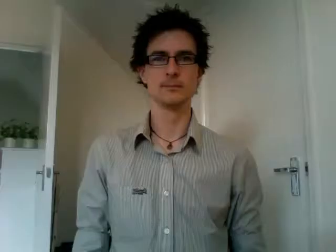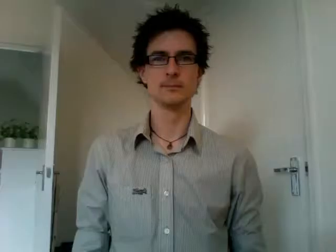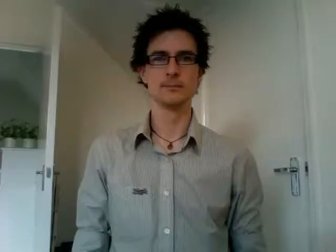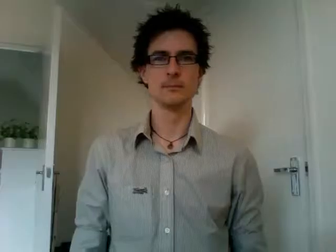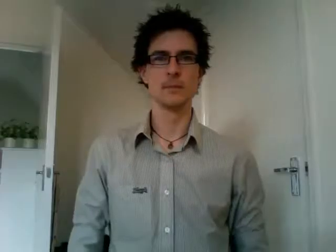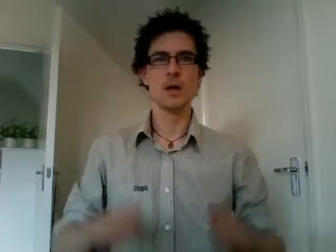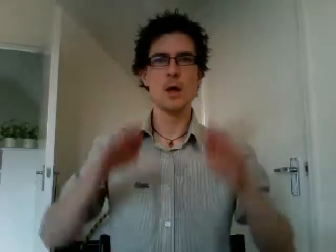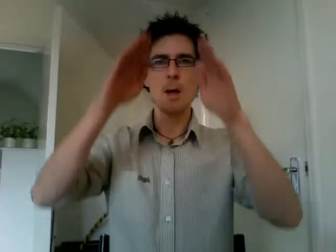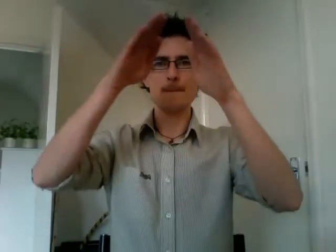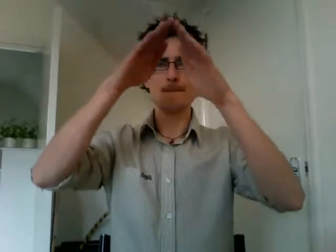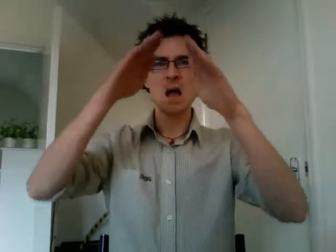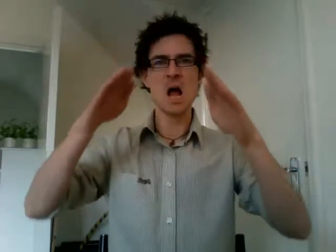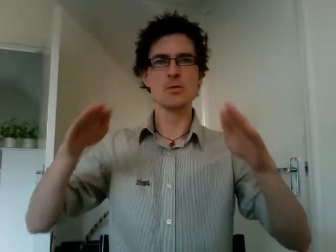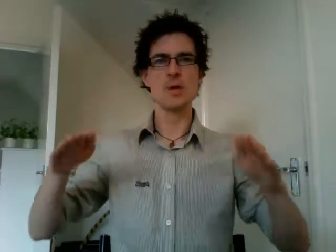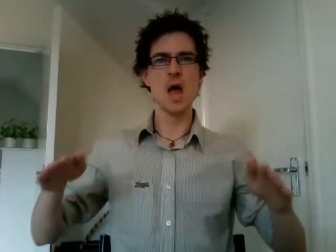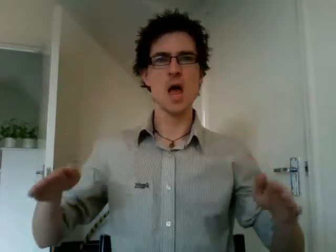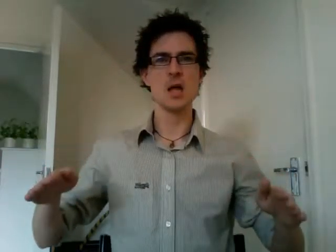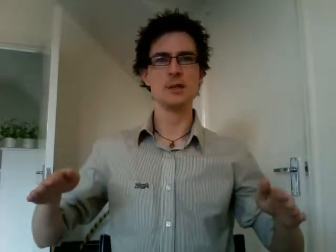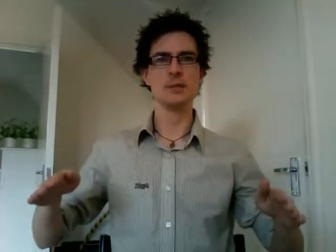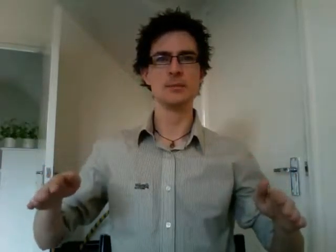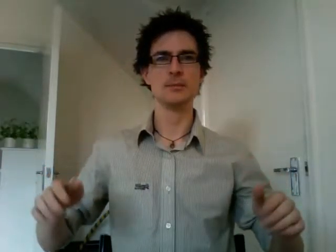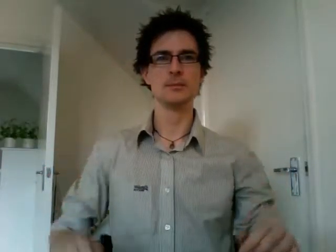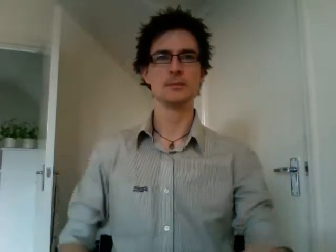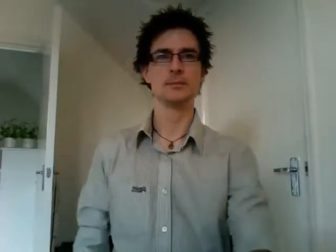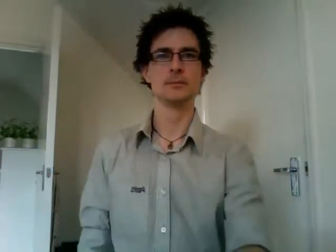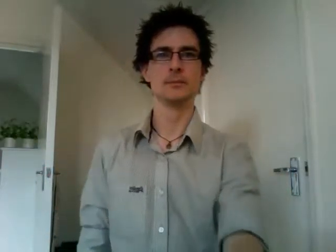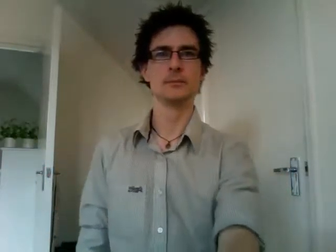mountain